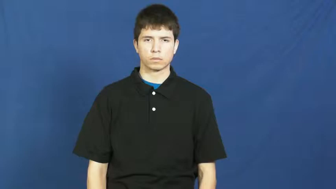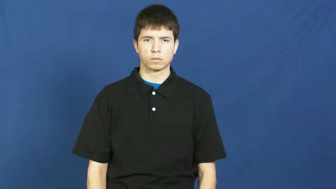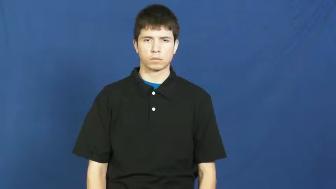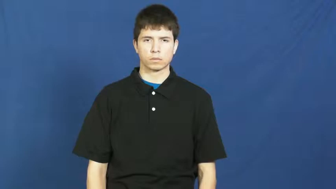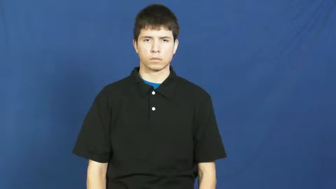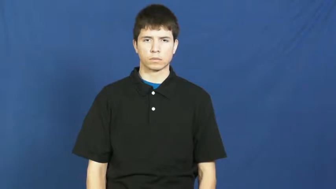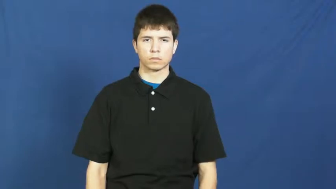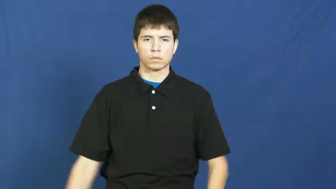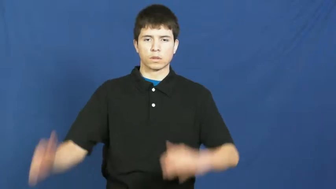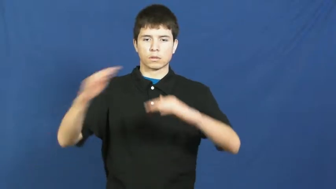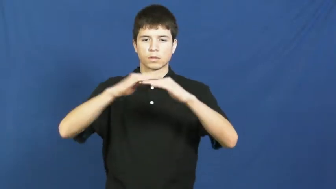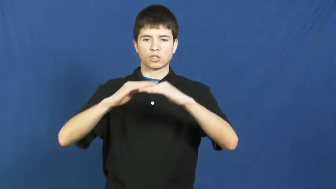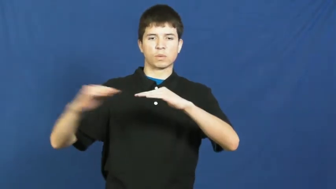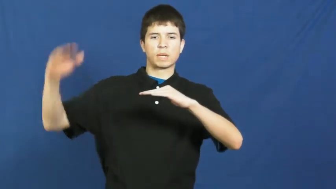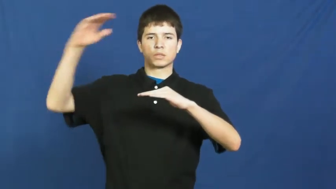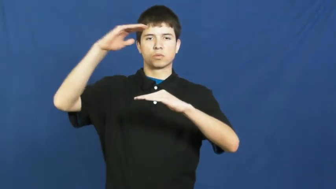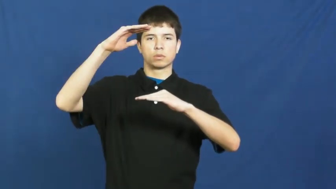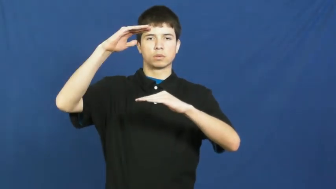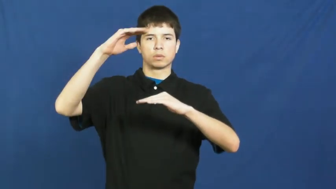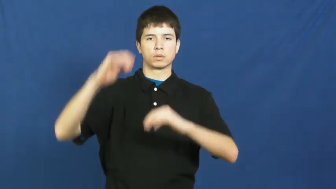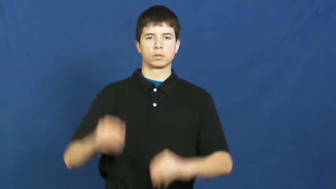mighty-alot